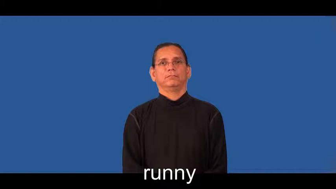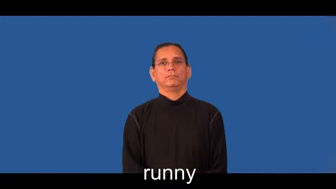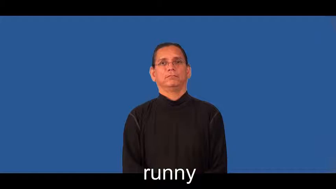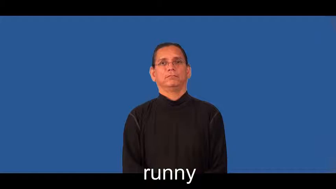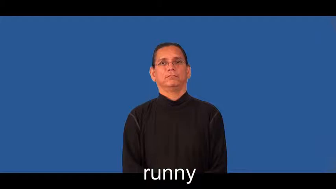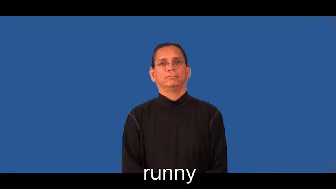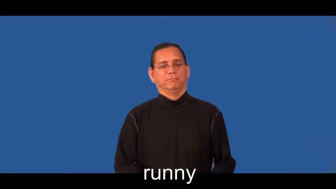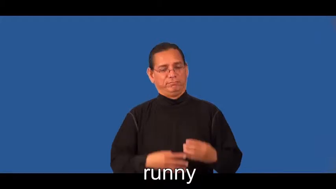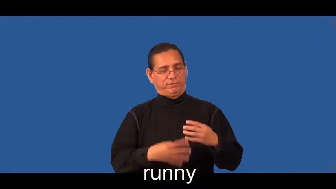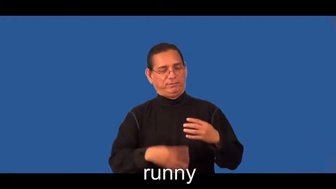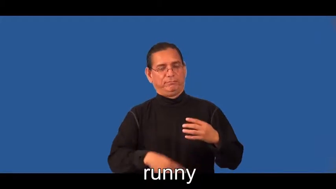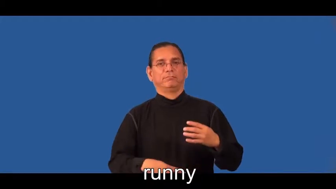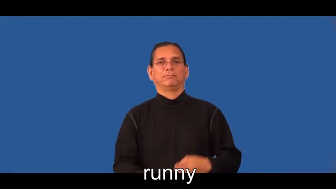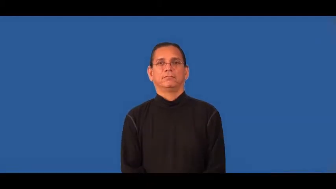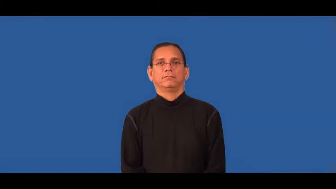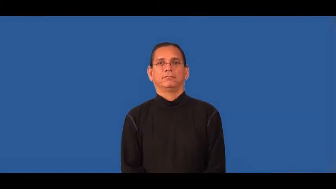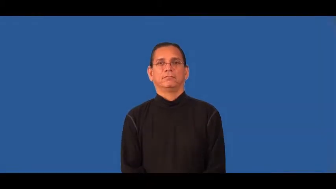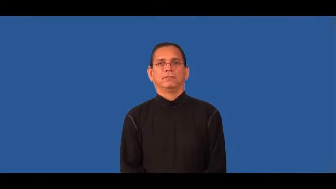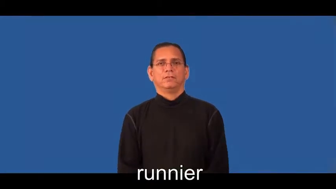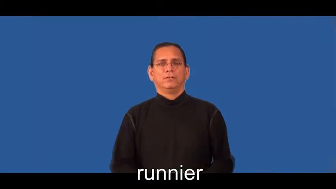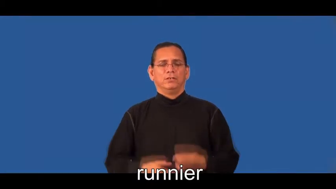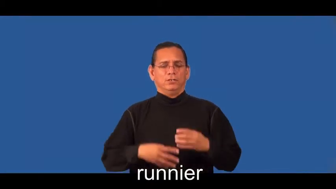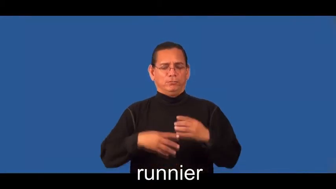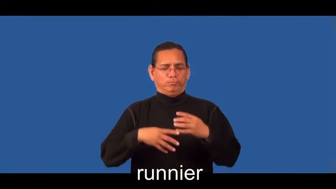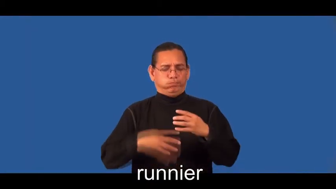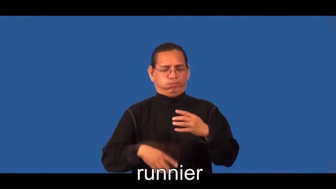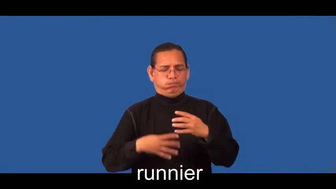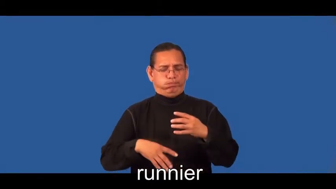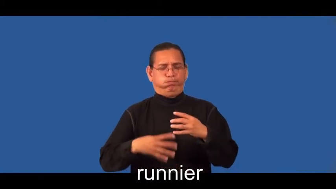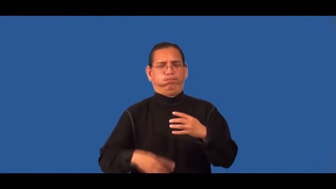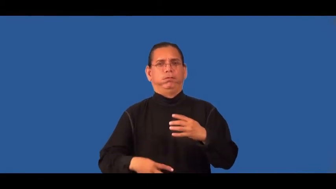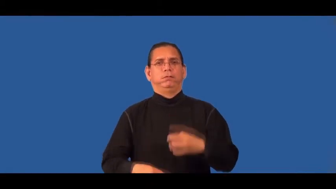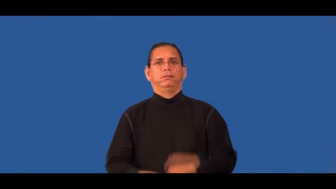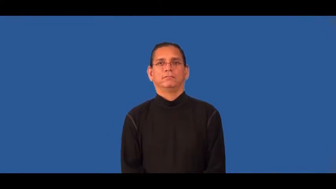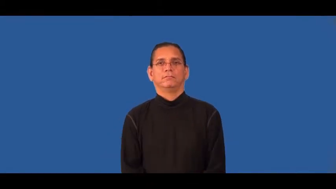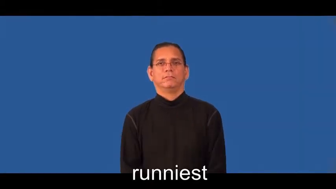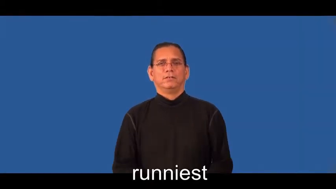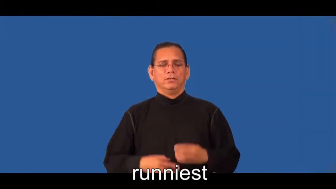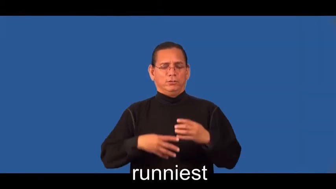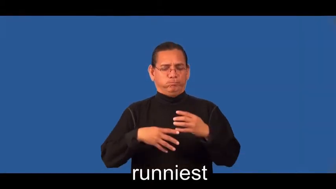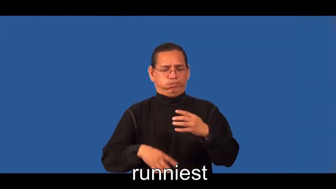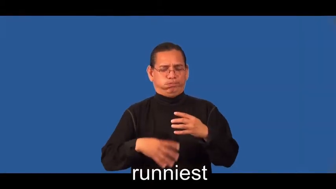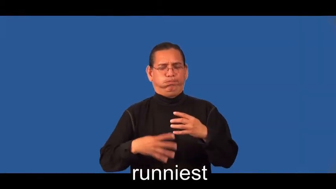runnier,runniest